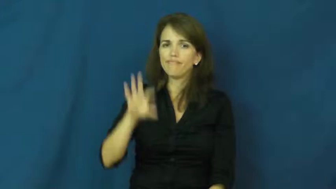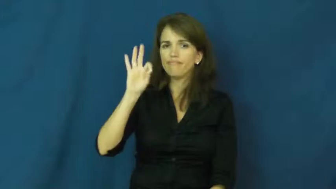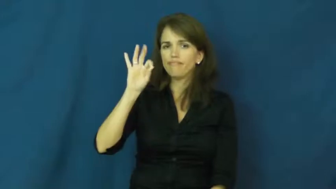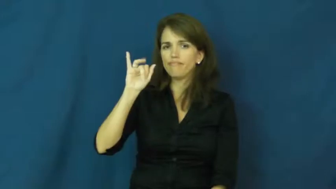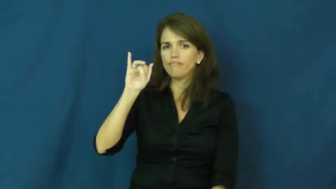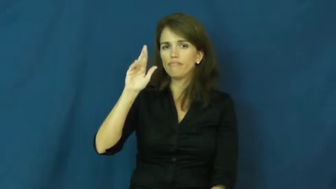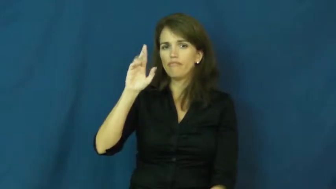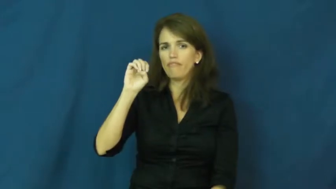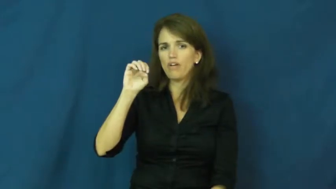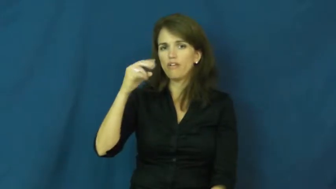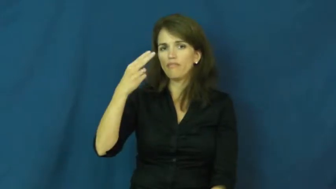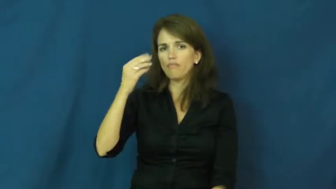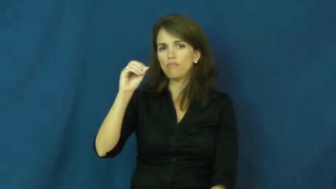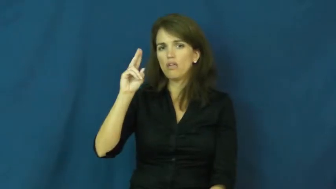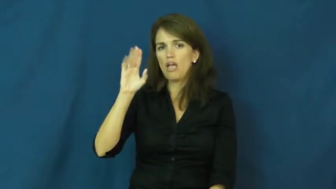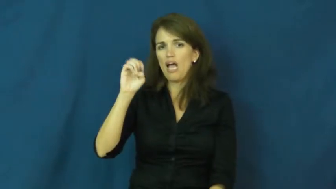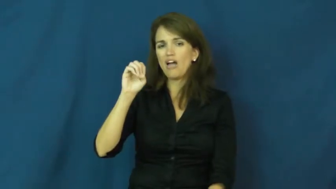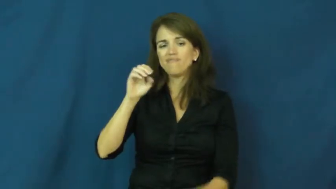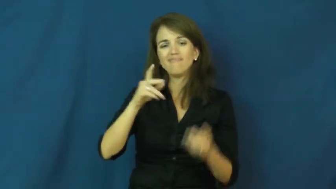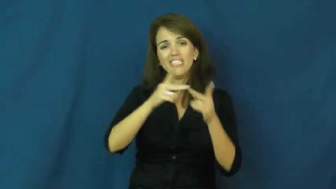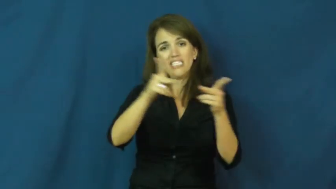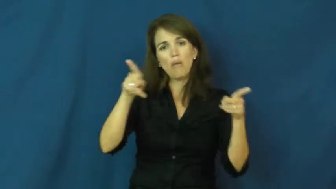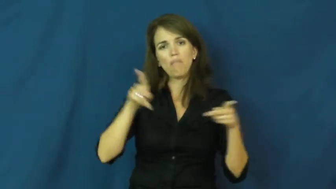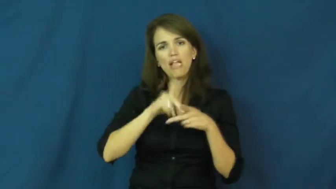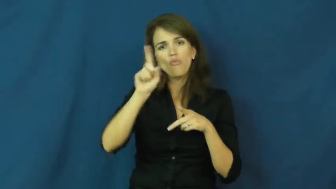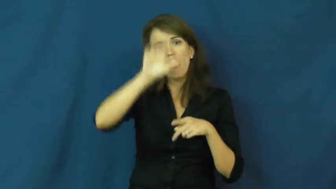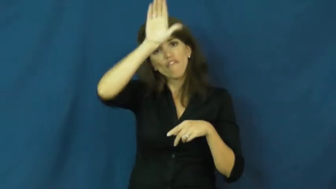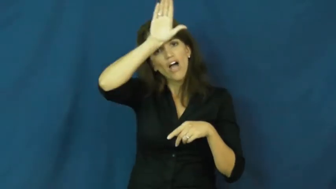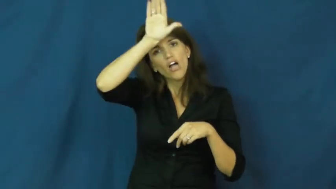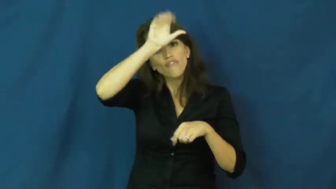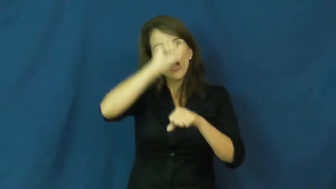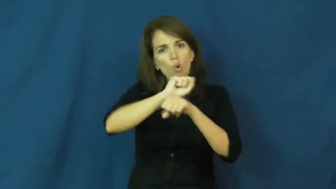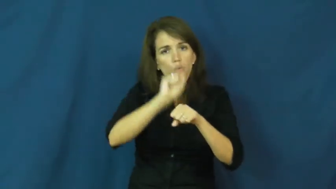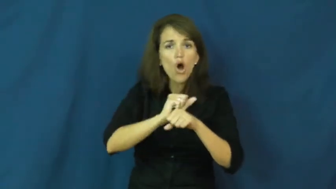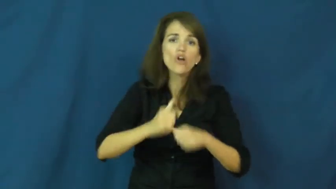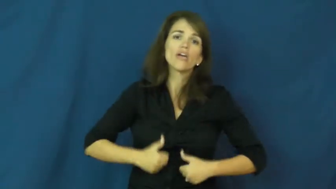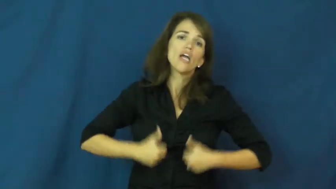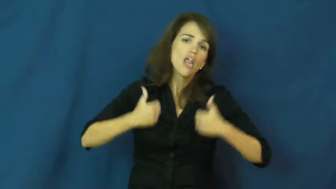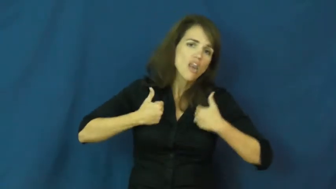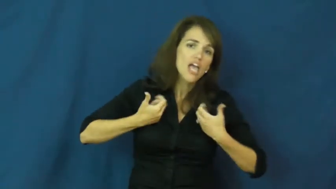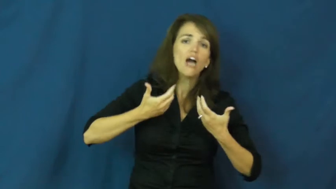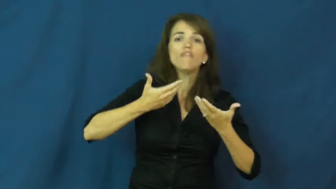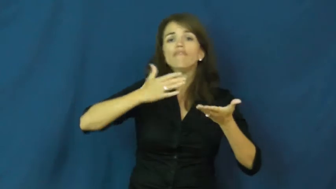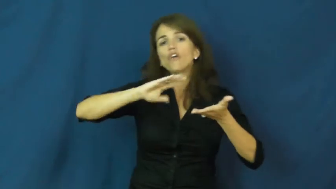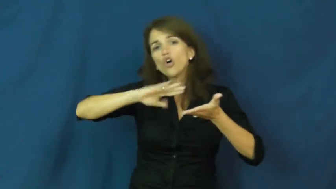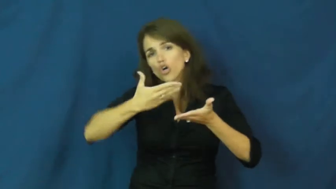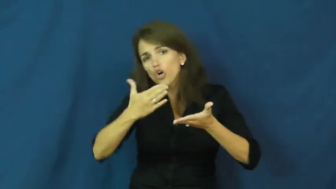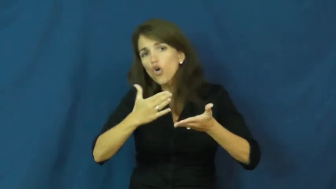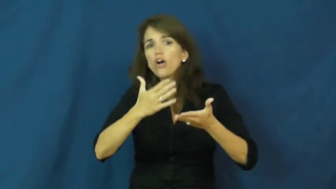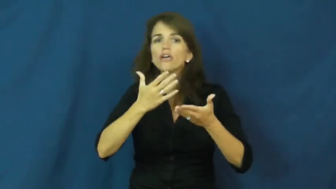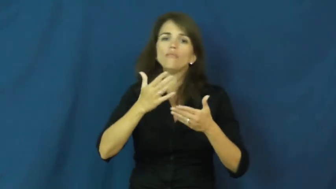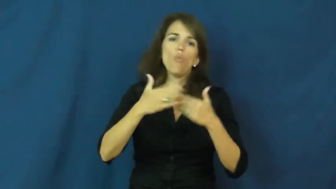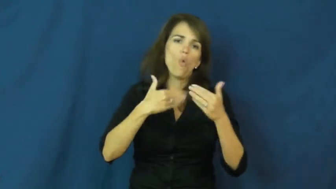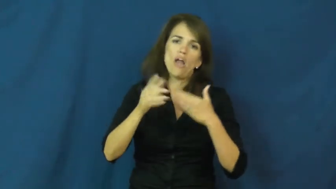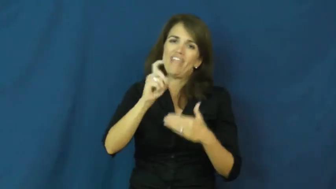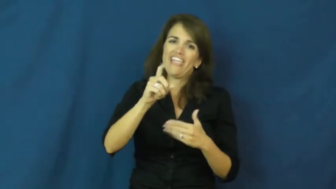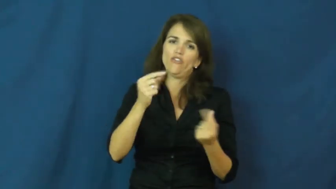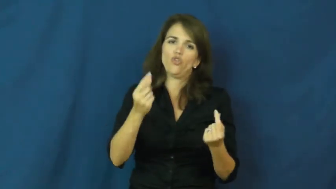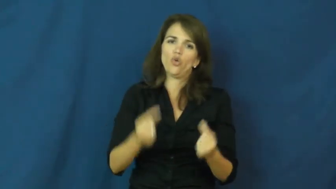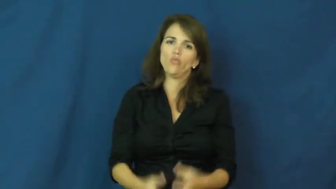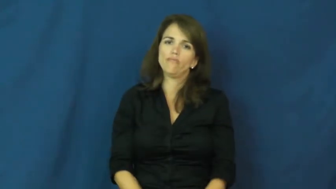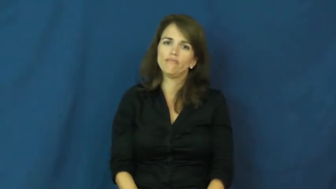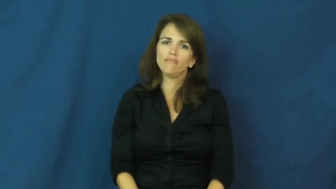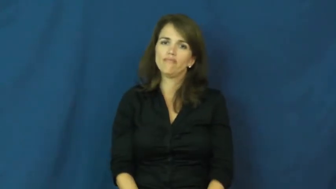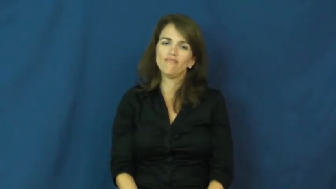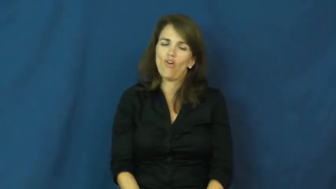firehouse